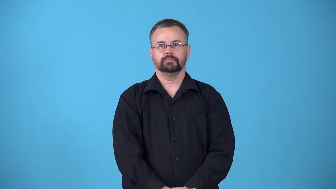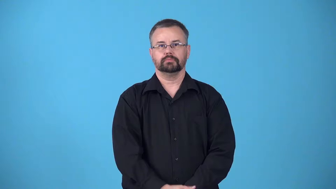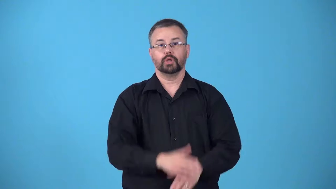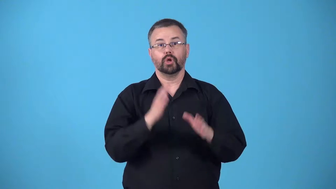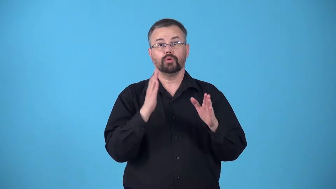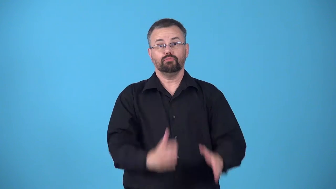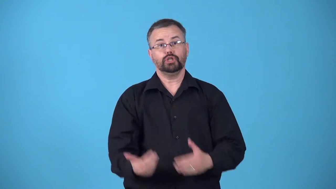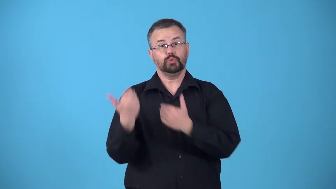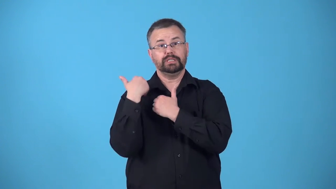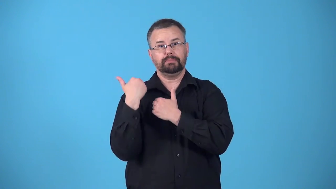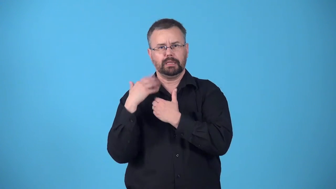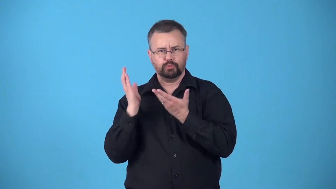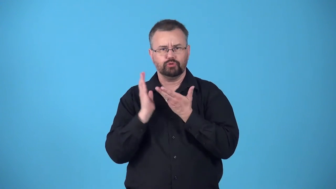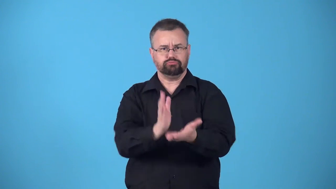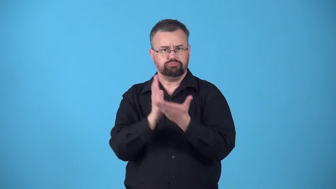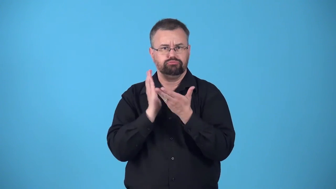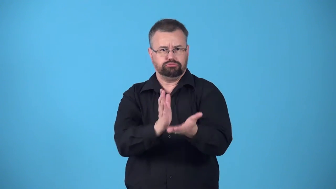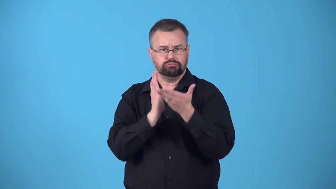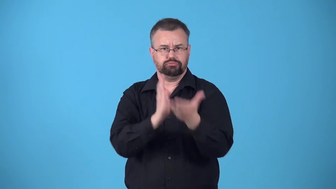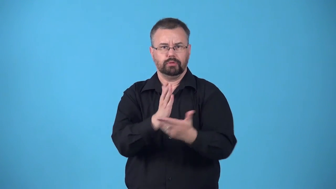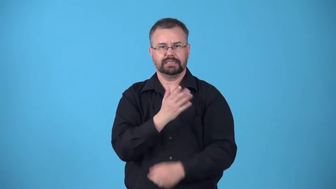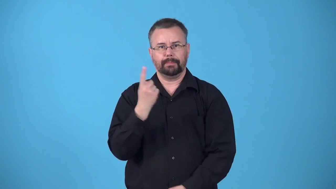bearer-someone whose job is to carry something